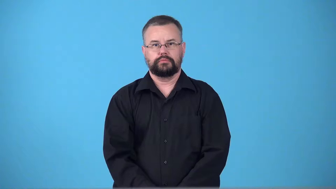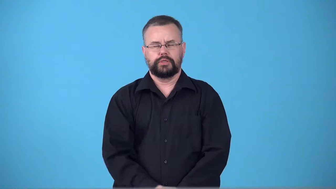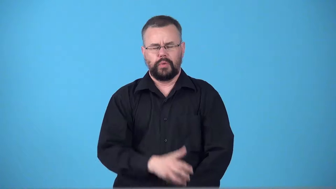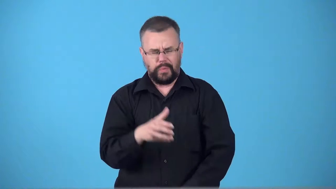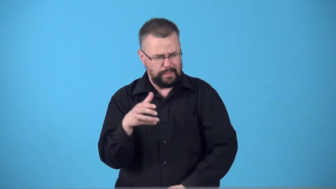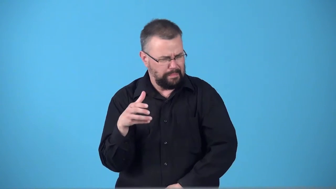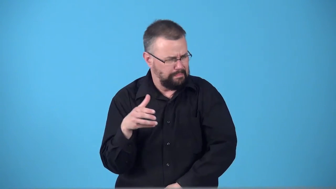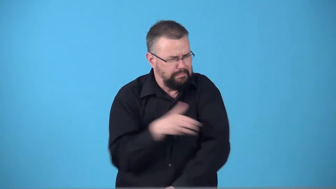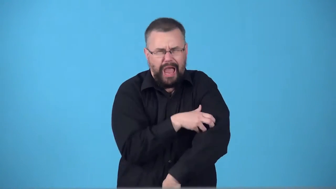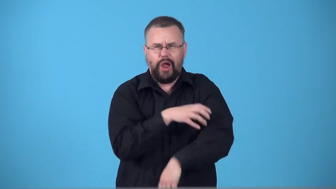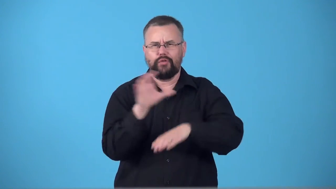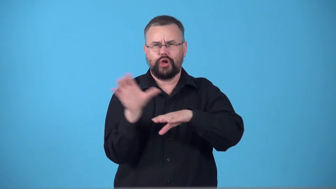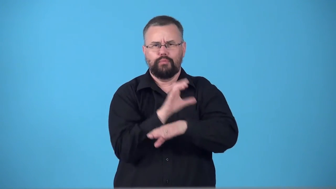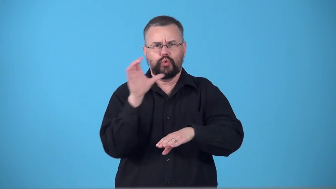supercomputer